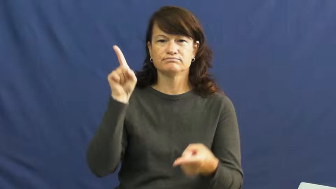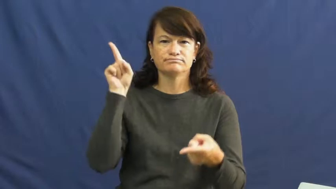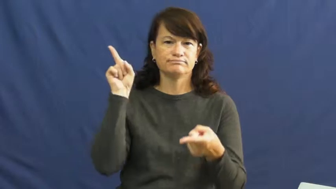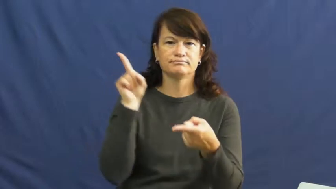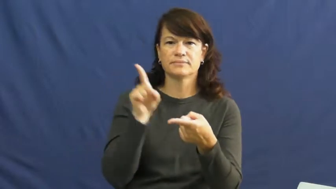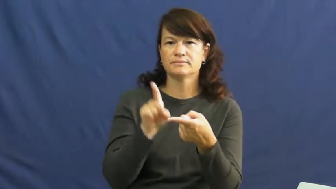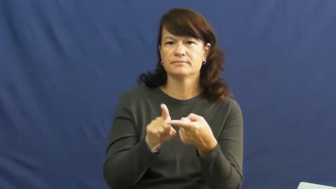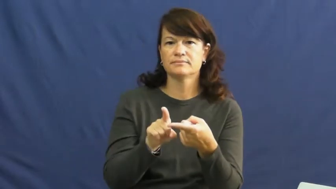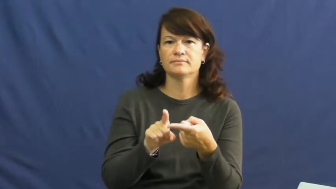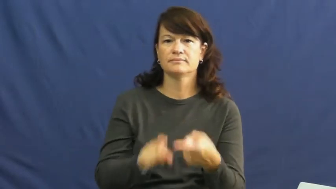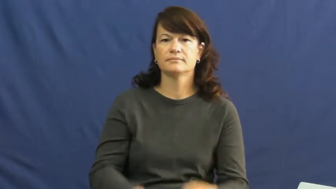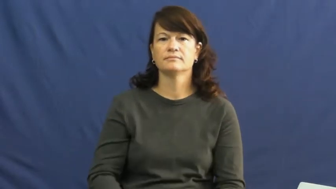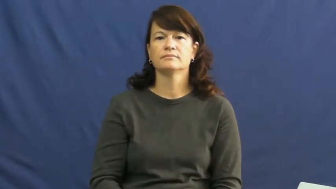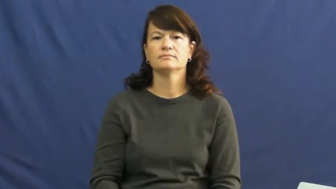reduce,curtail,cut,cutback,downgrade,downscale,foreshorten,involution,concession